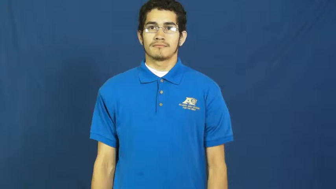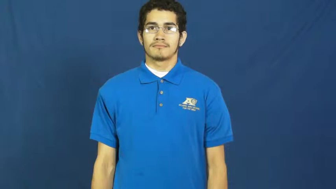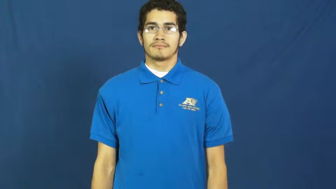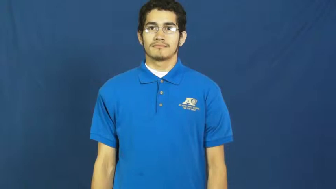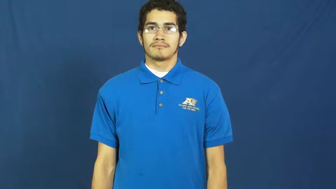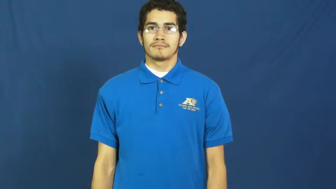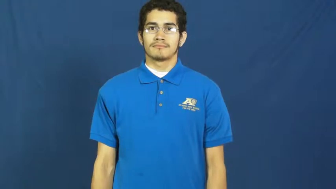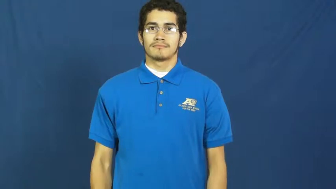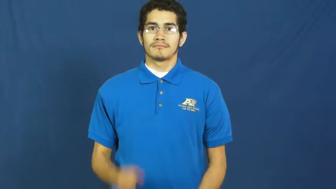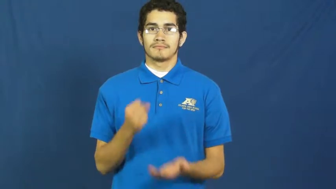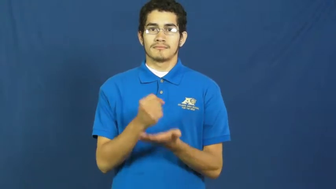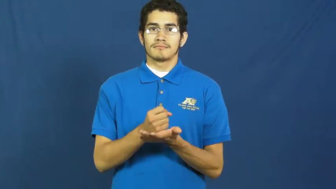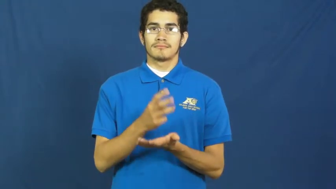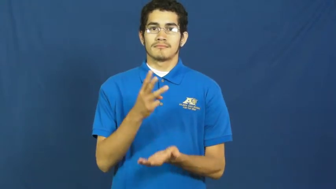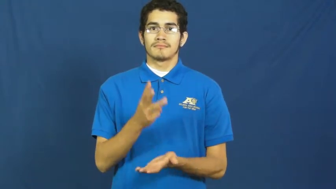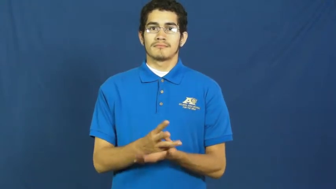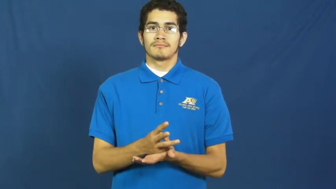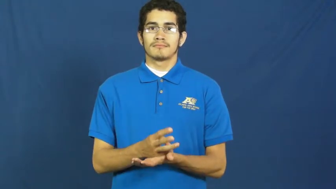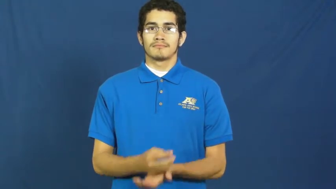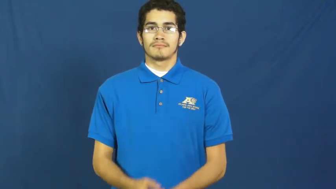social work